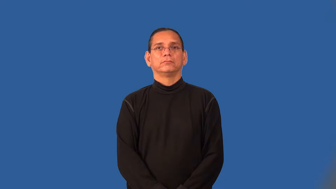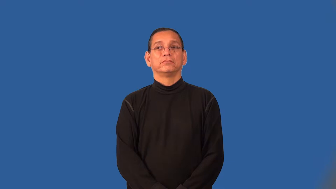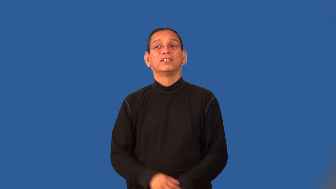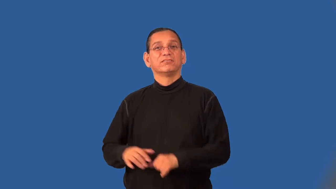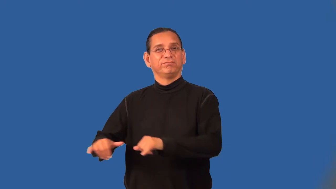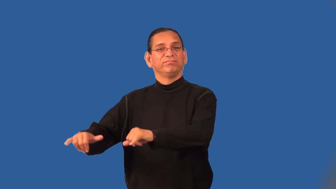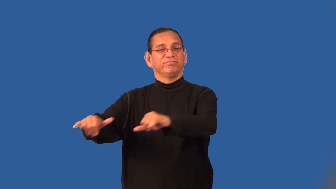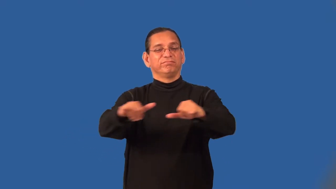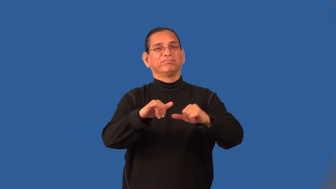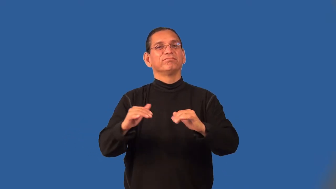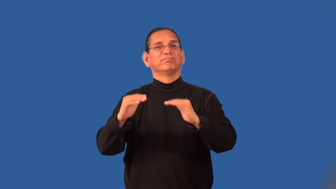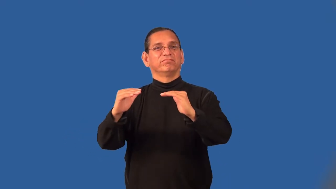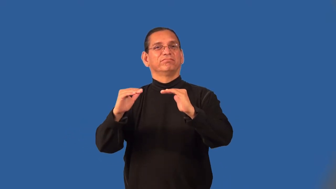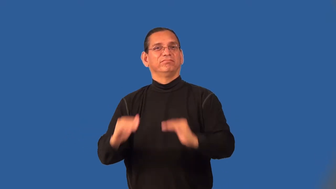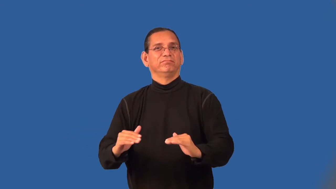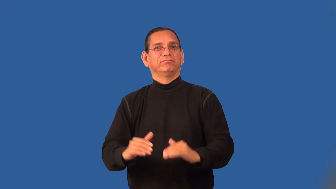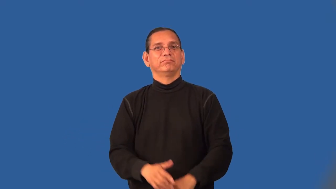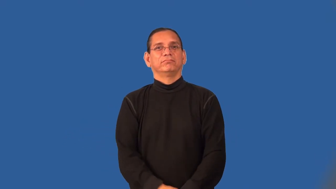substandard,below par